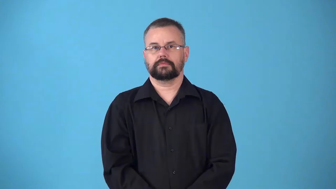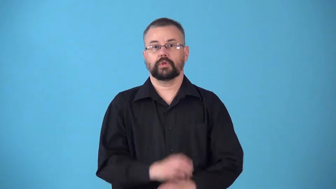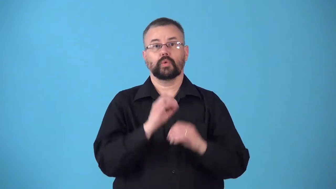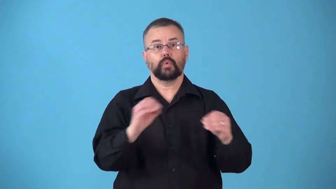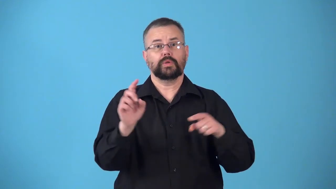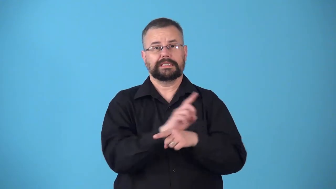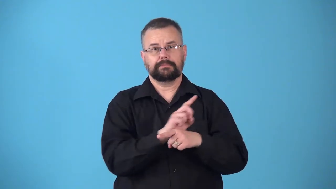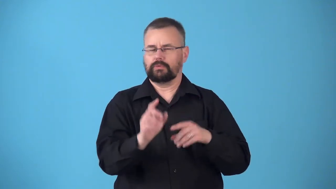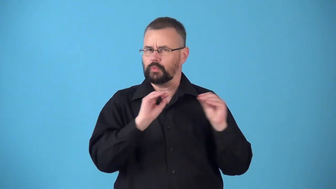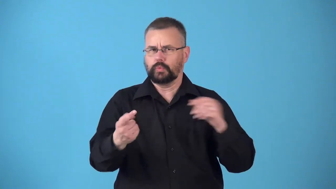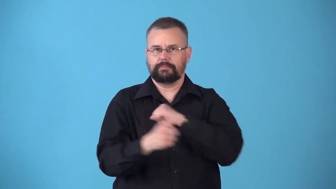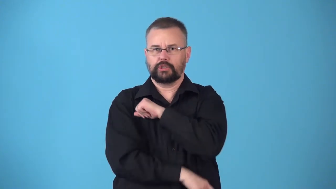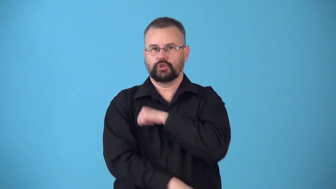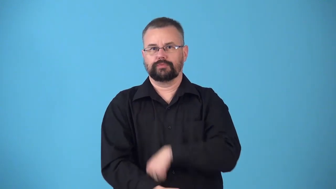nondisciplinary